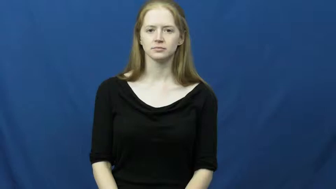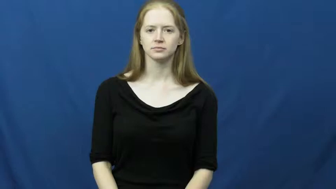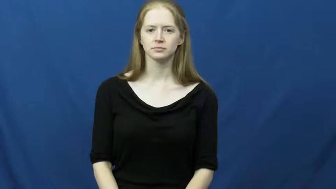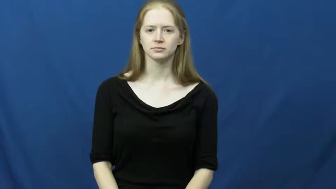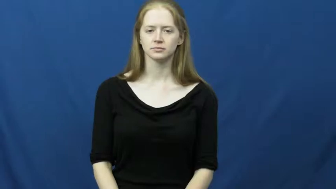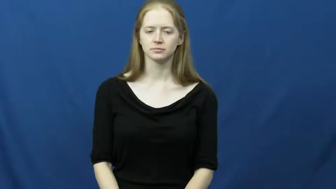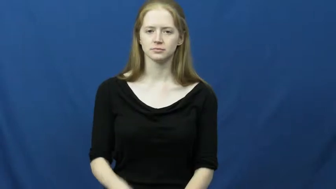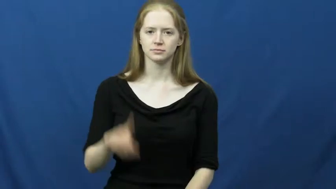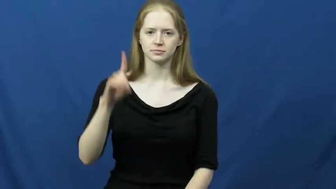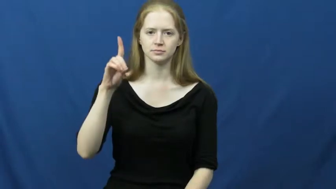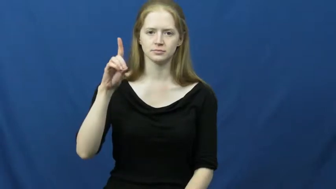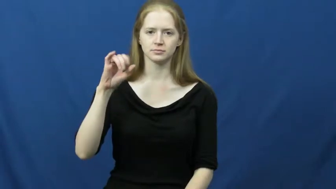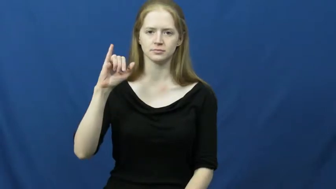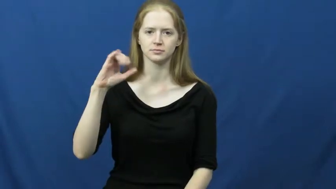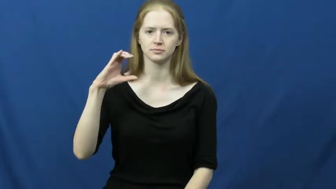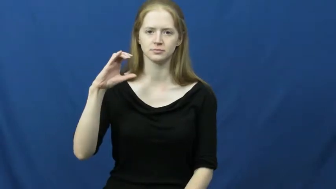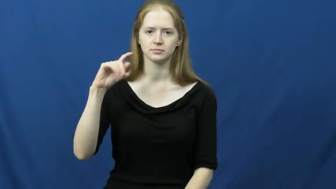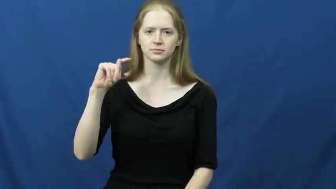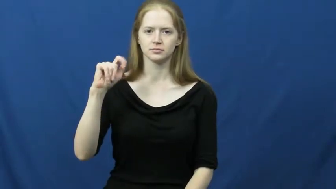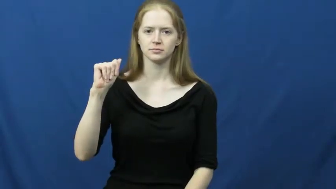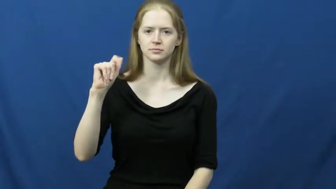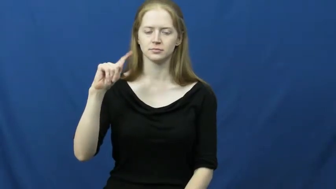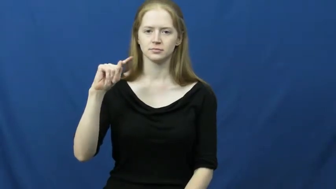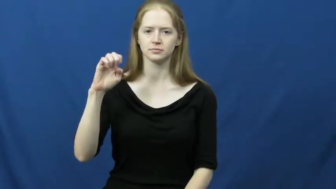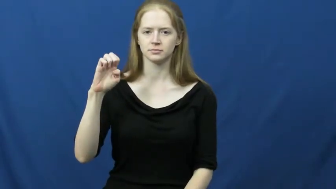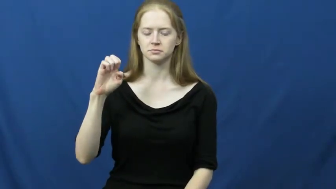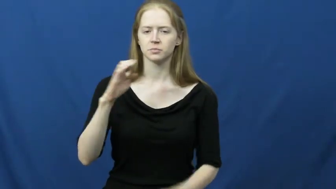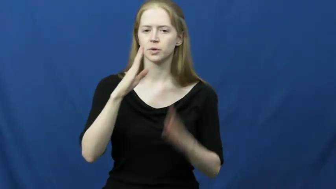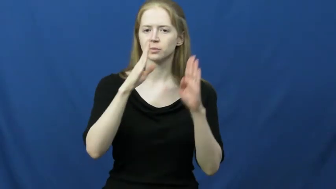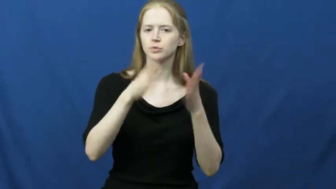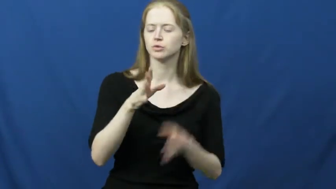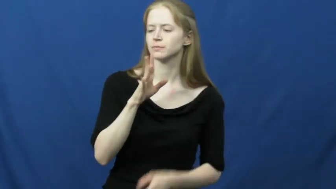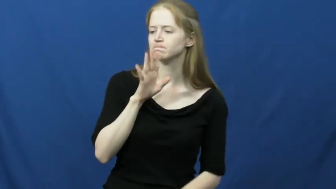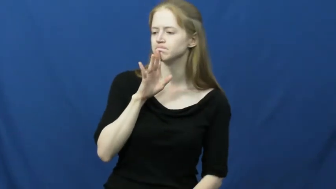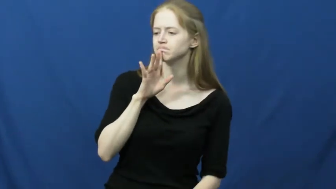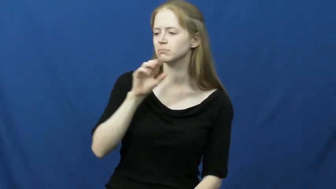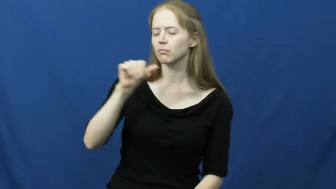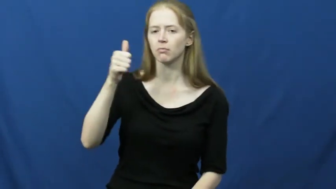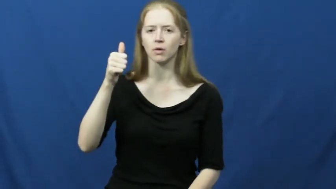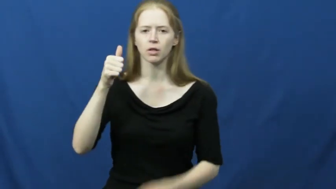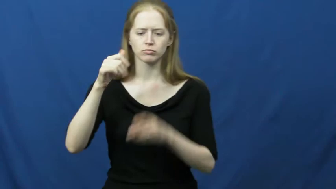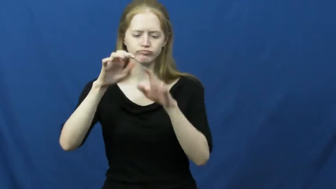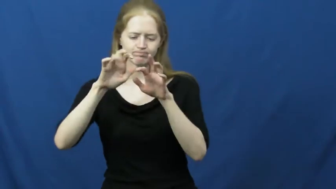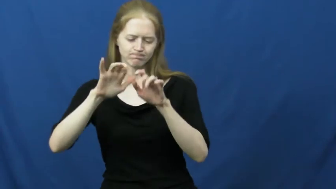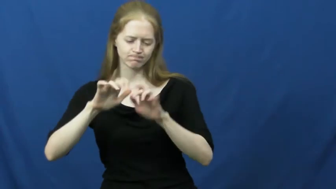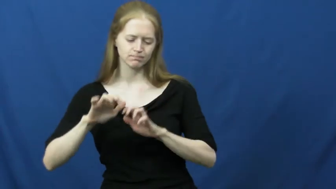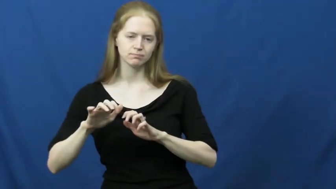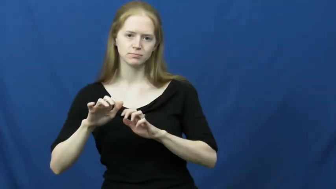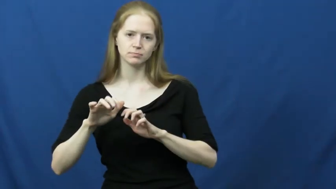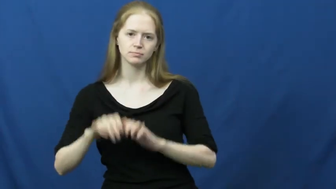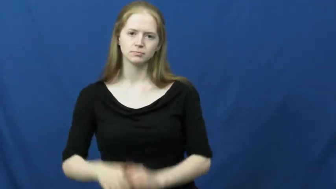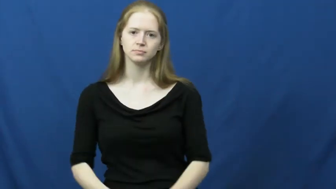dictate-talk write